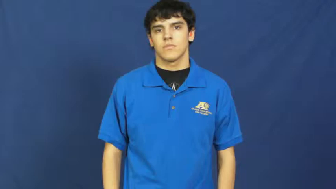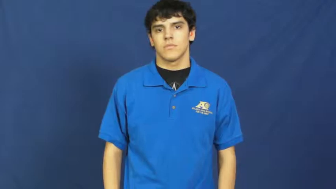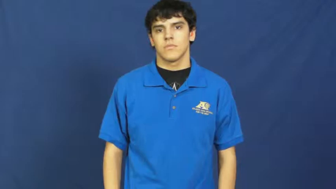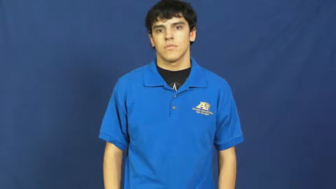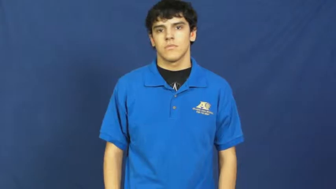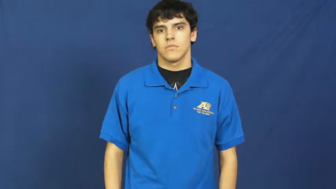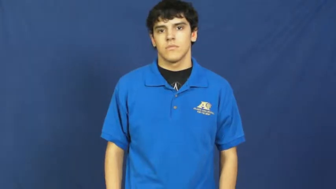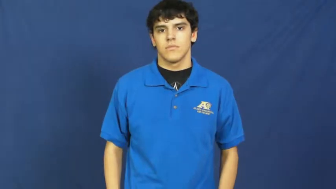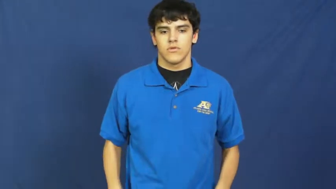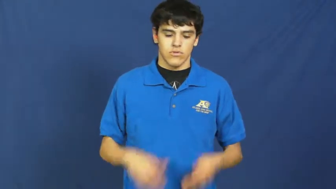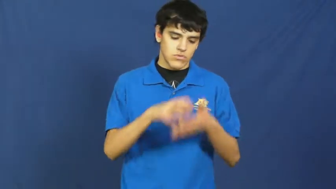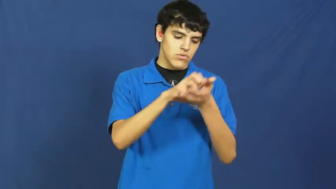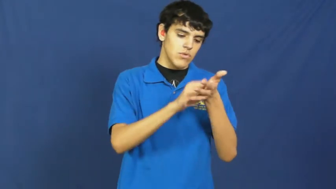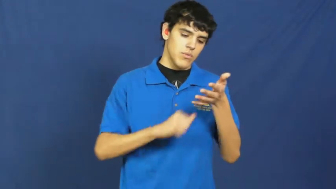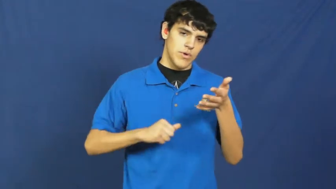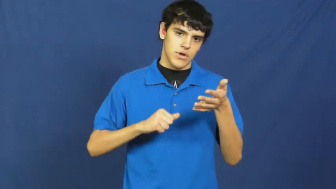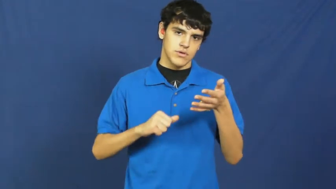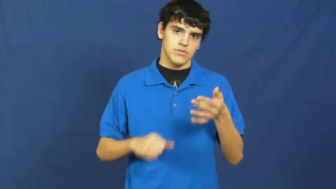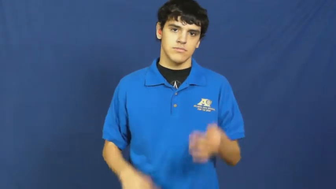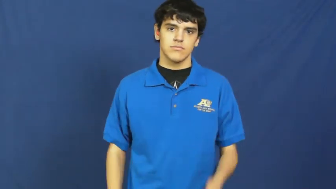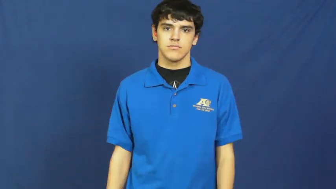subtract,take,debit